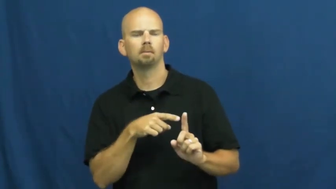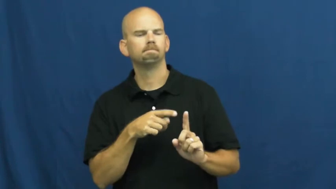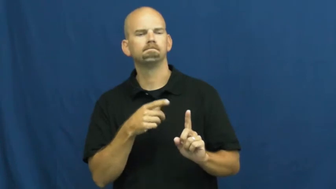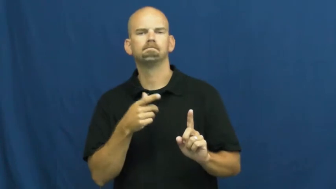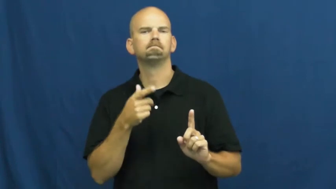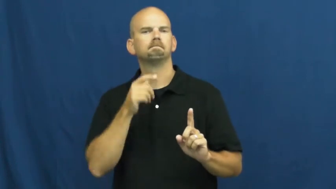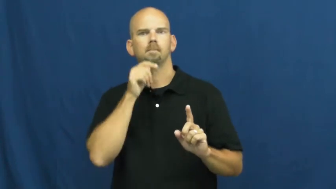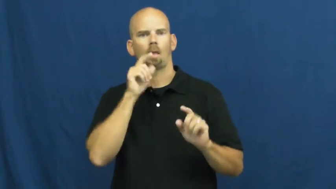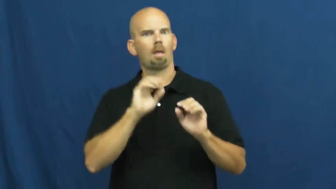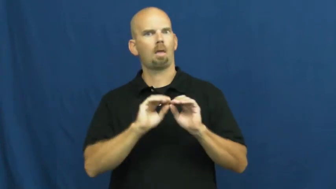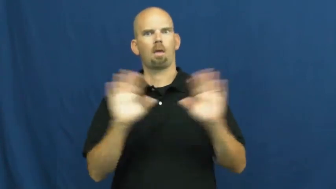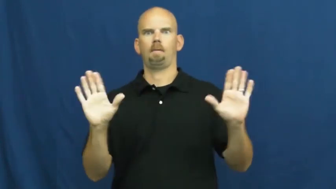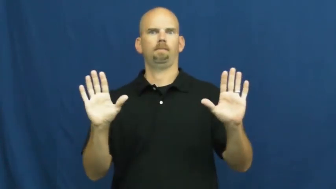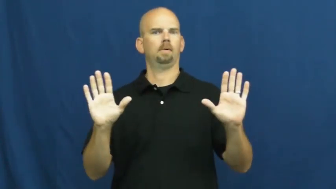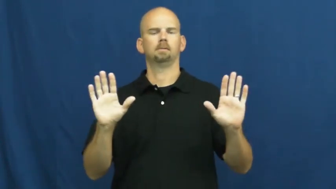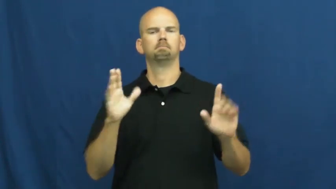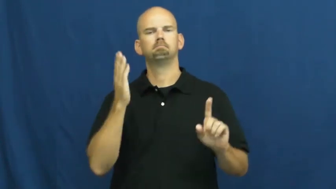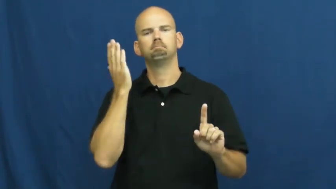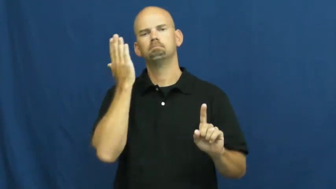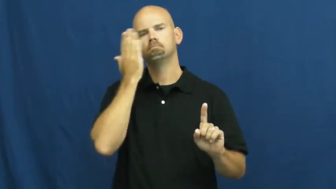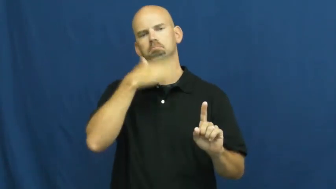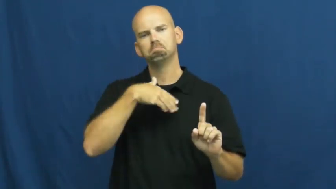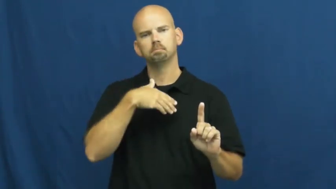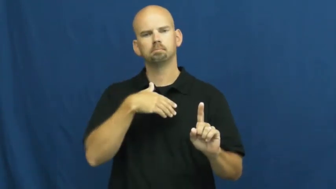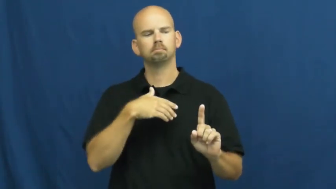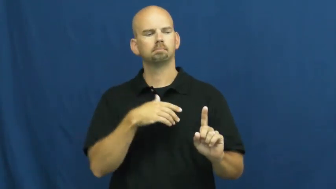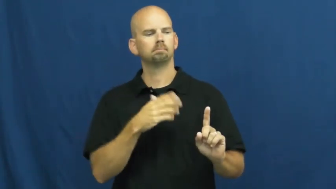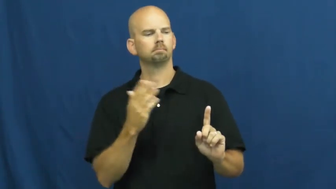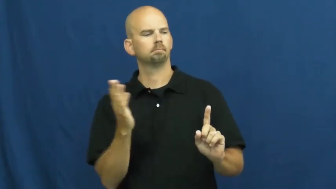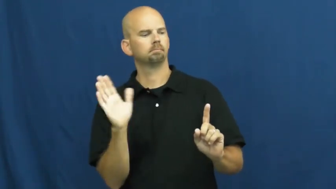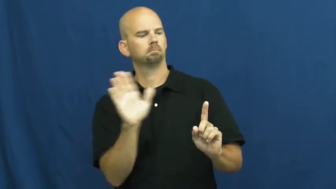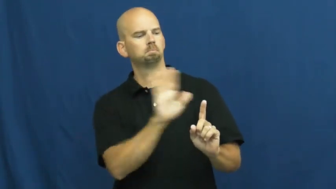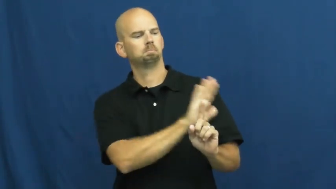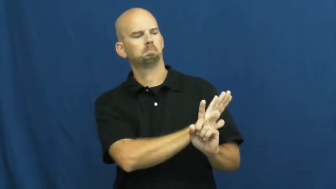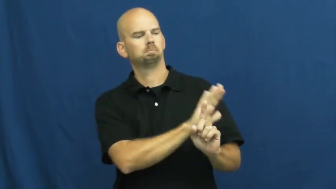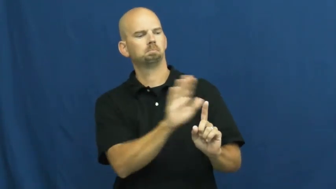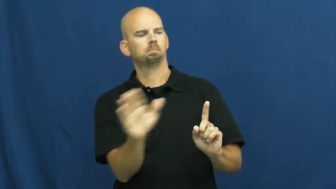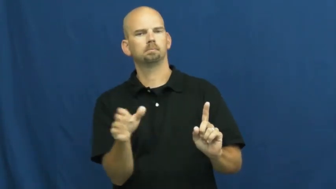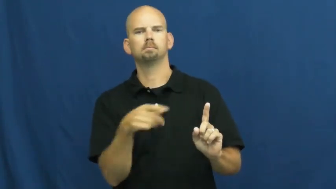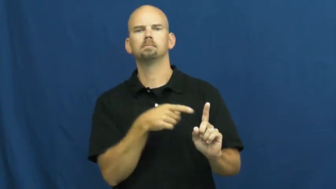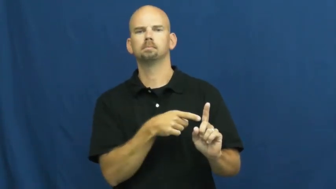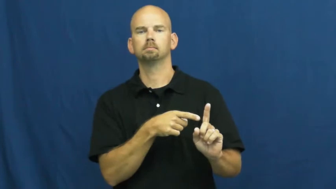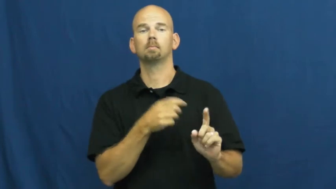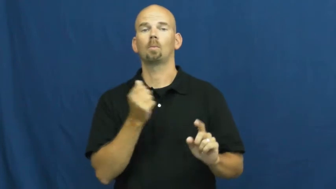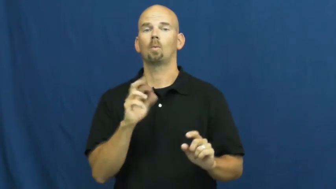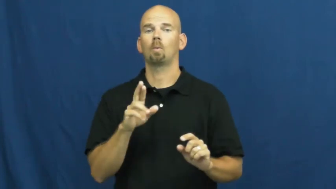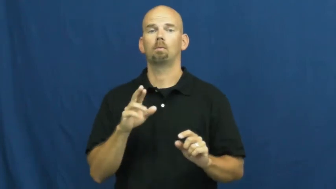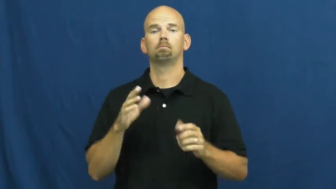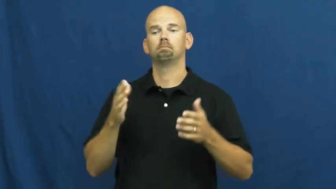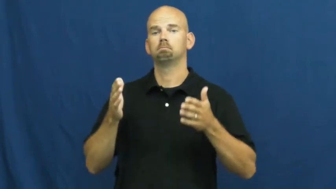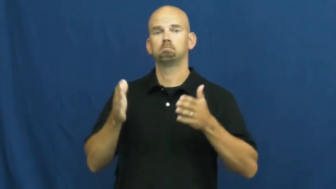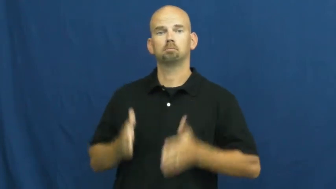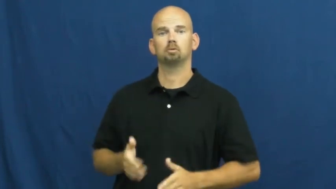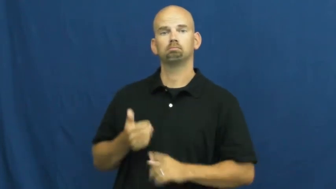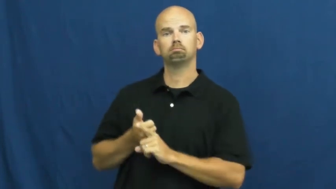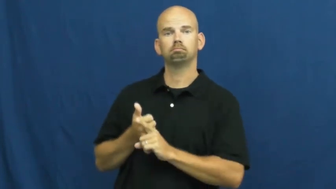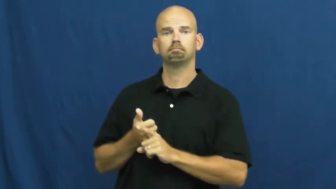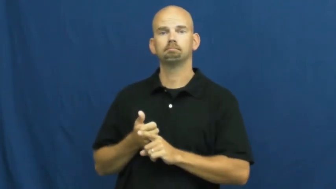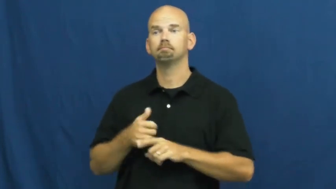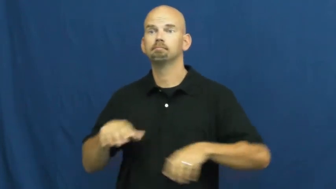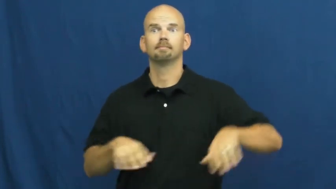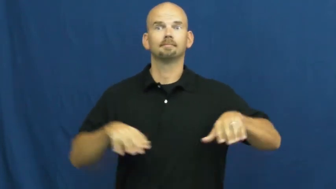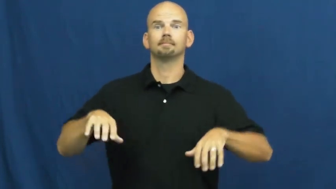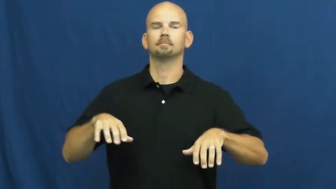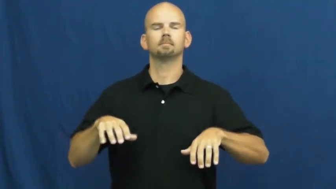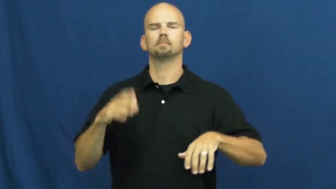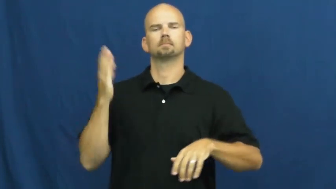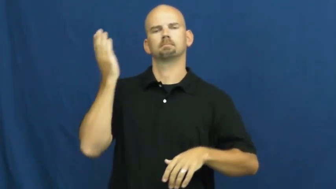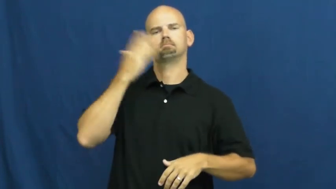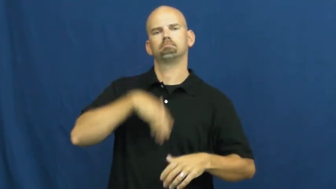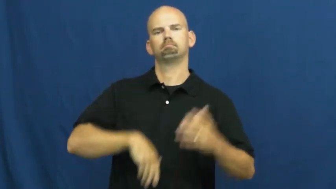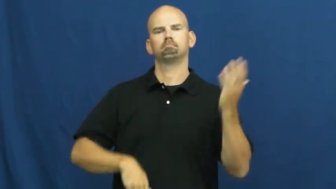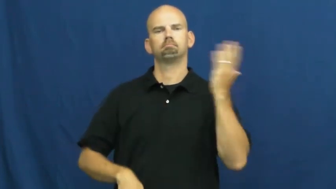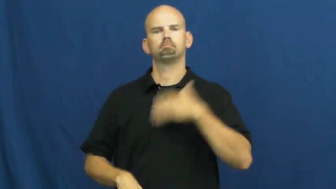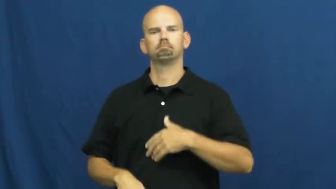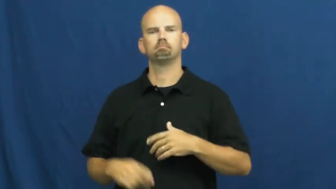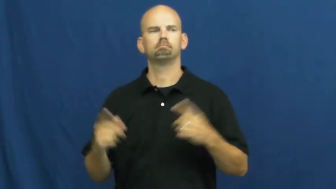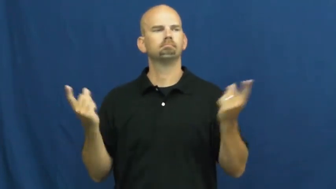subtle